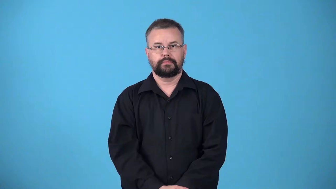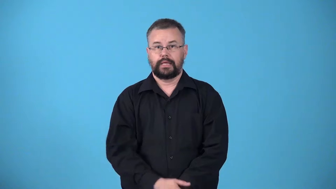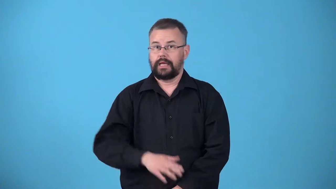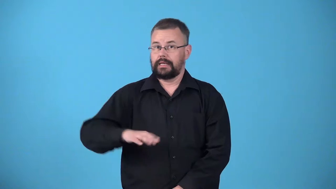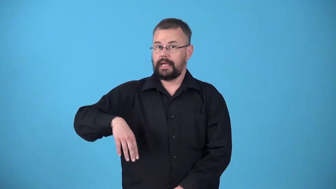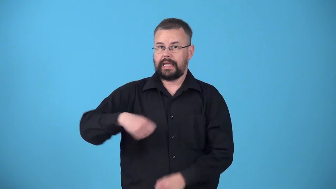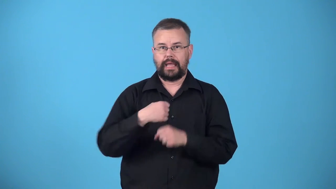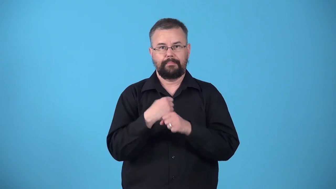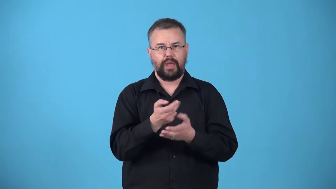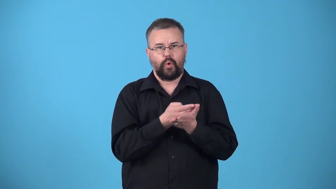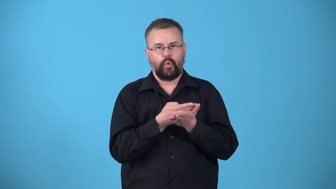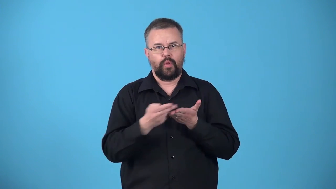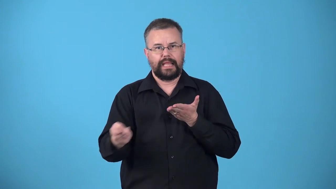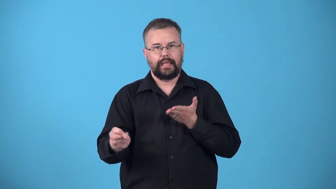unhallowed